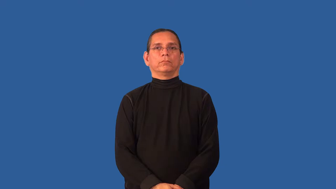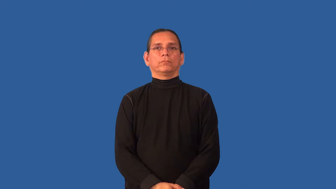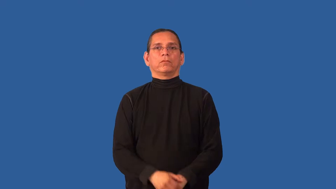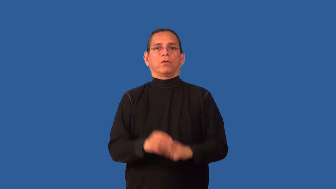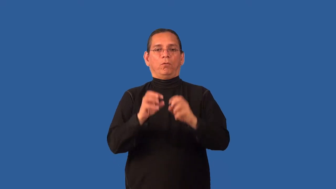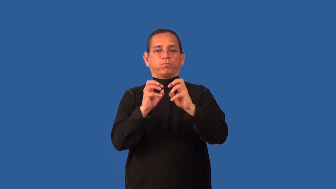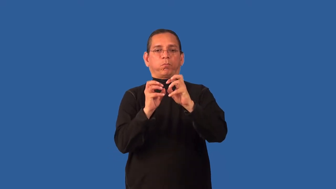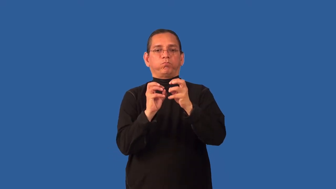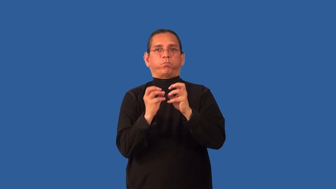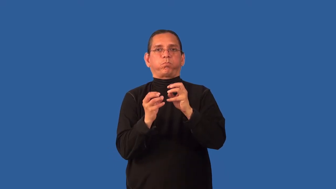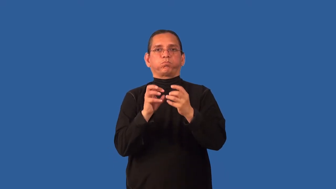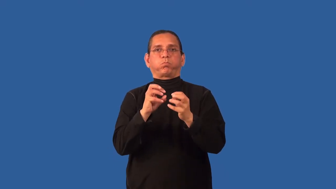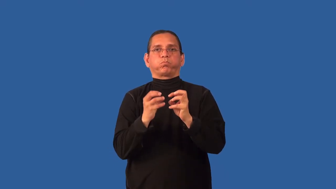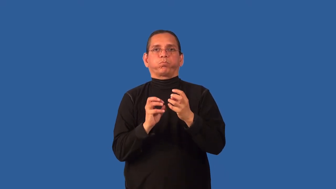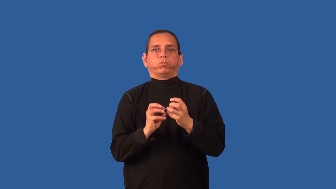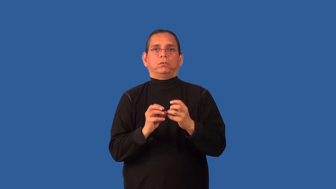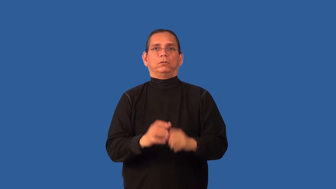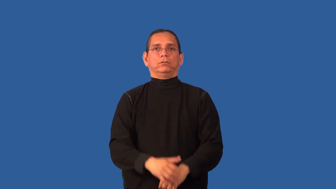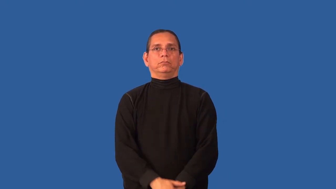clumpy